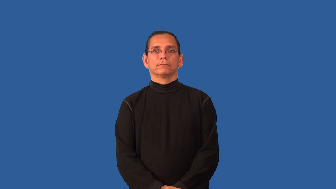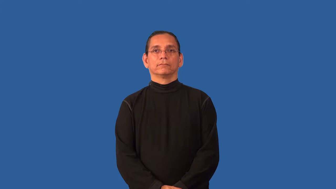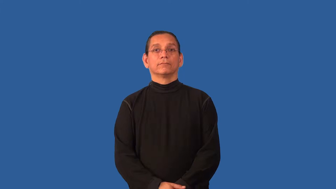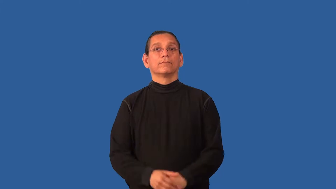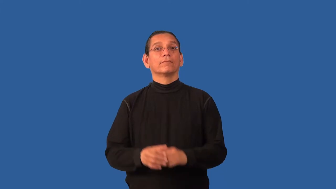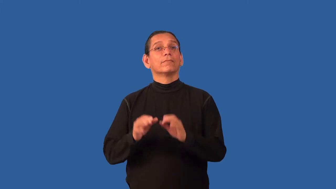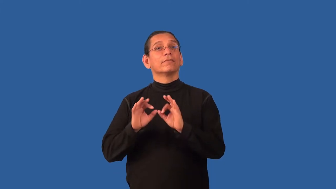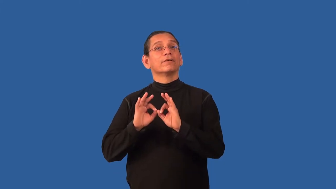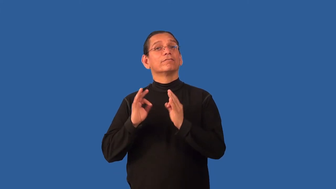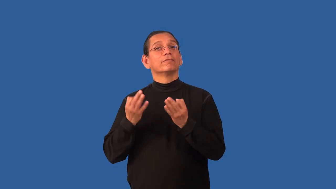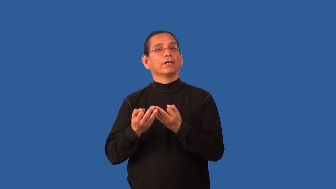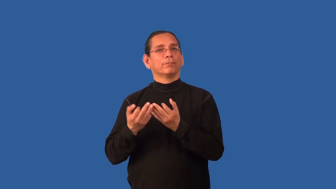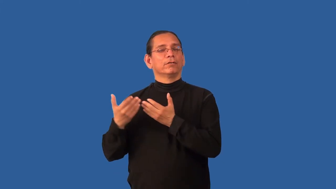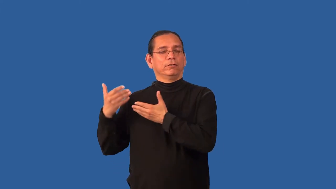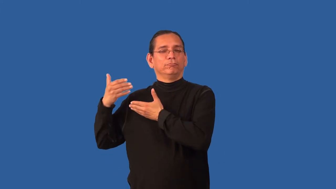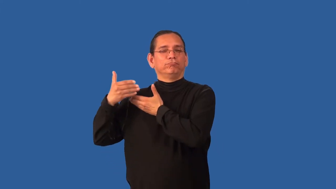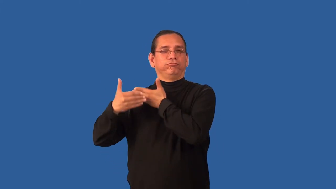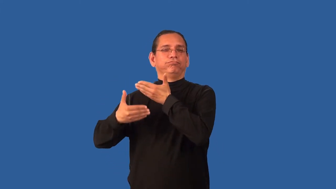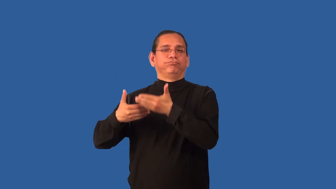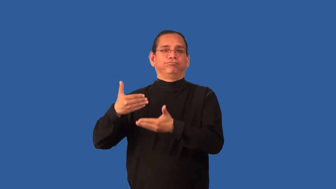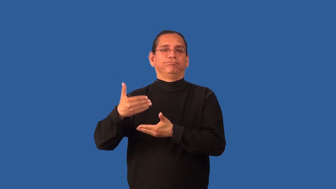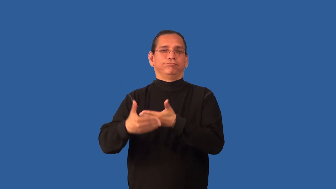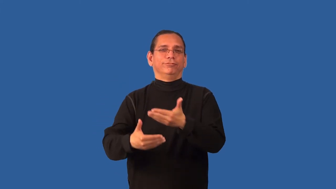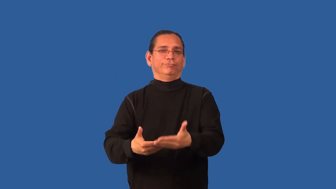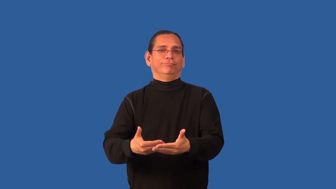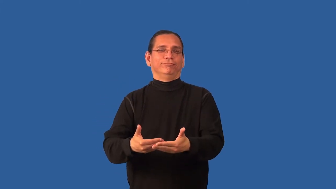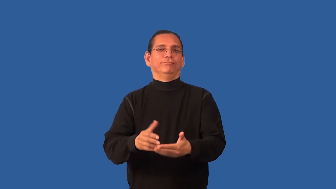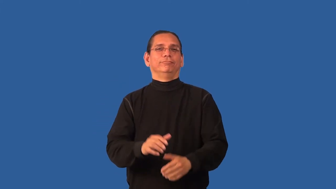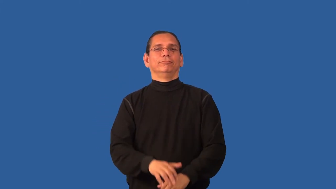birthright